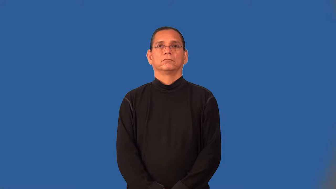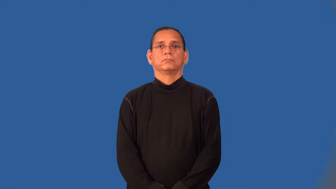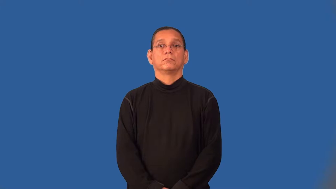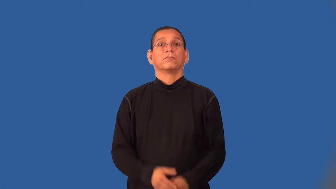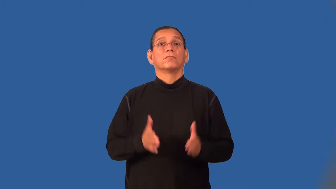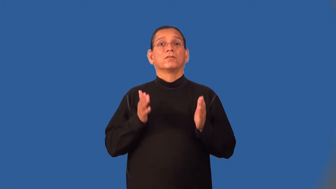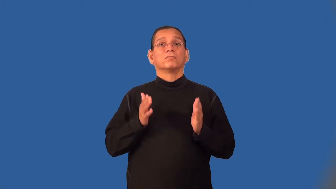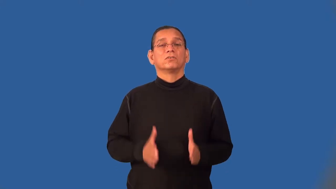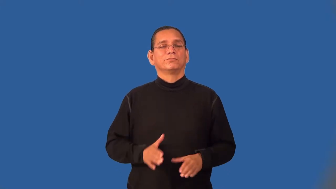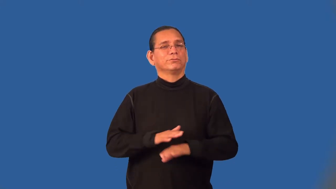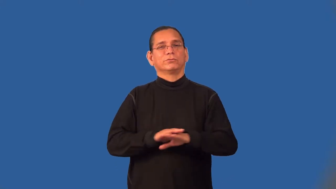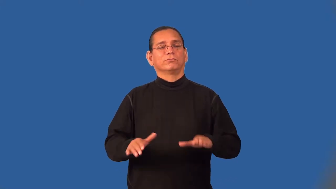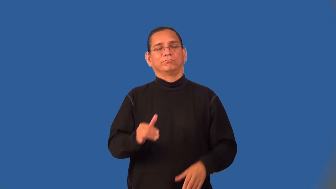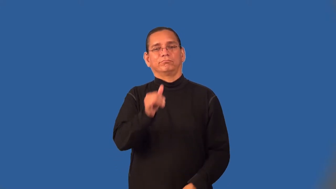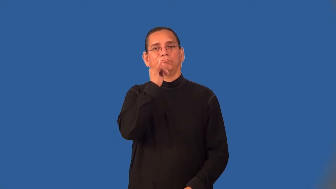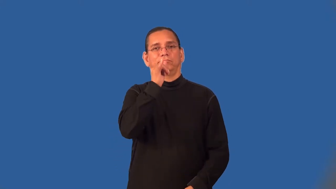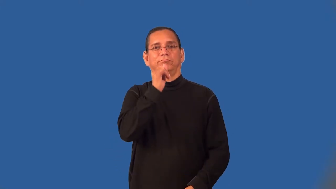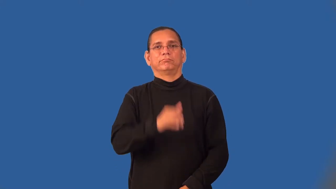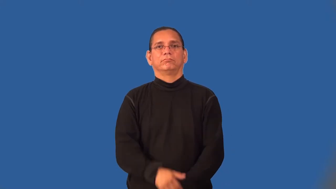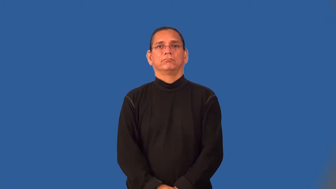teetotaler